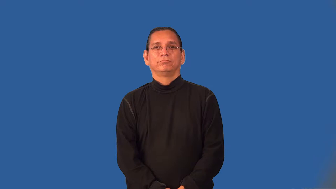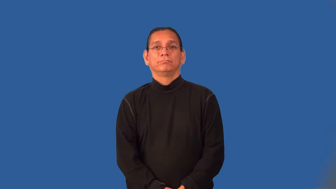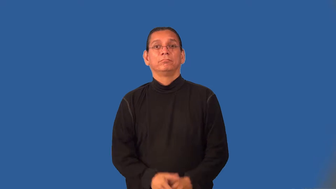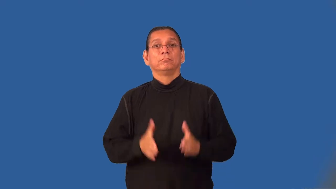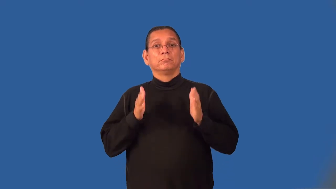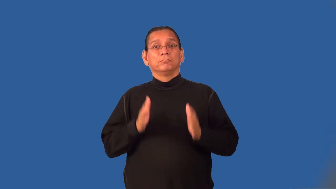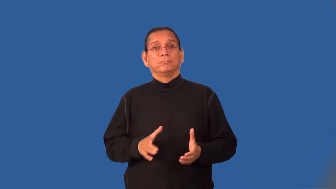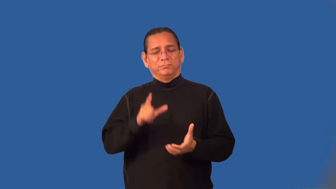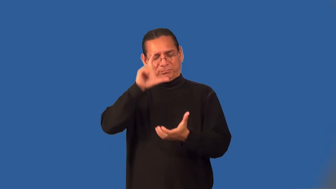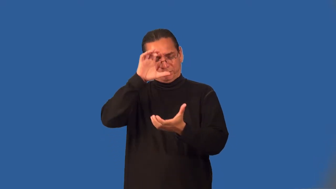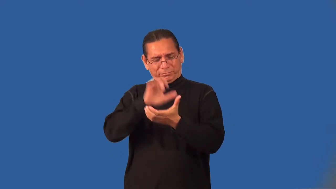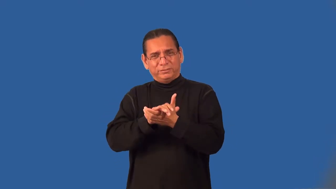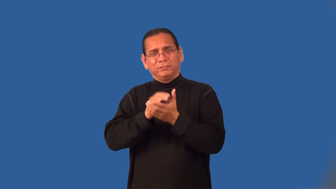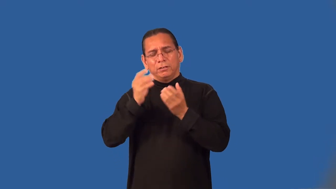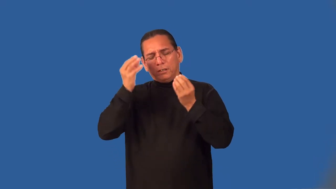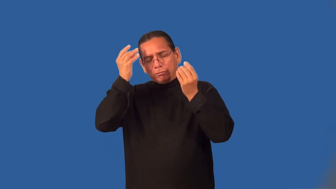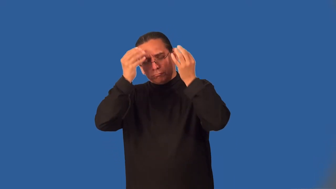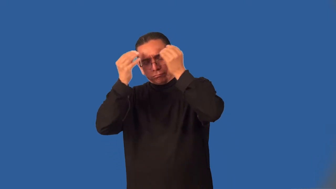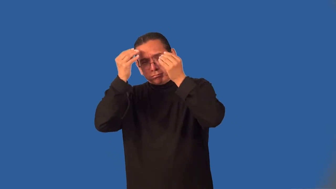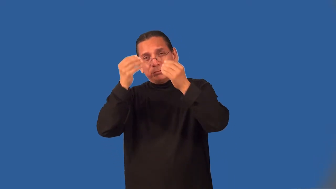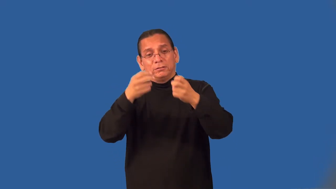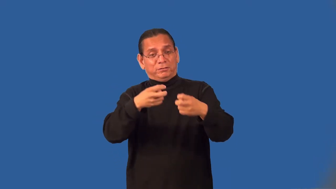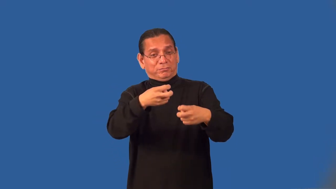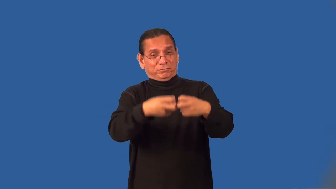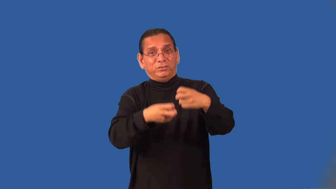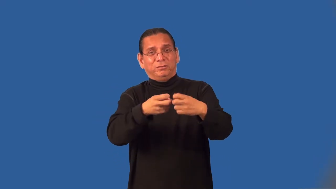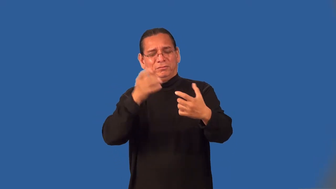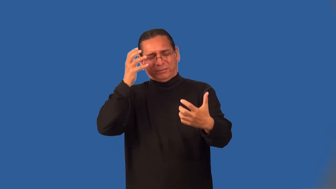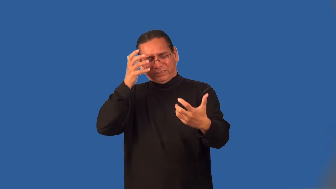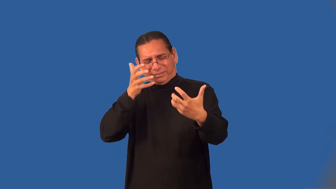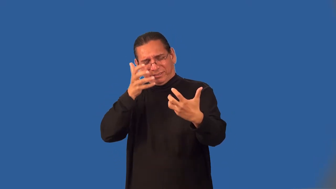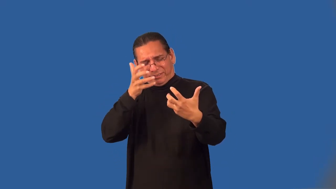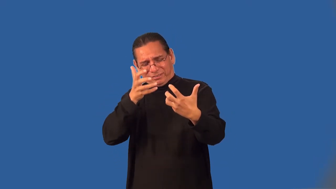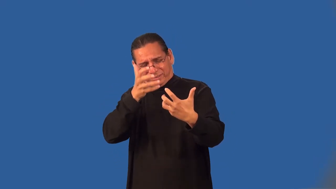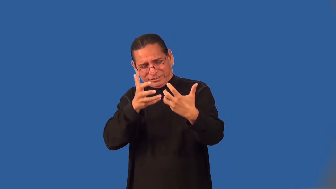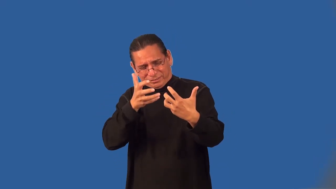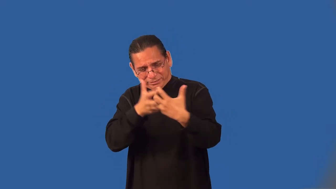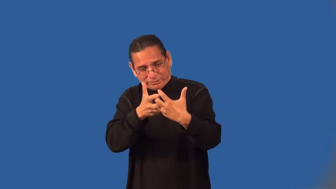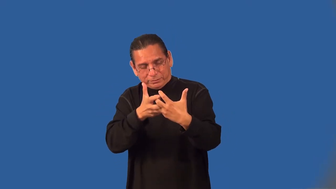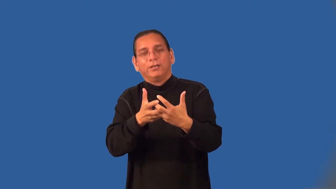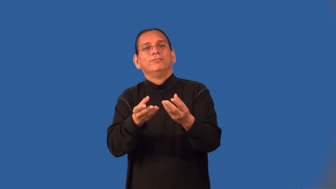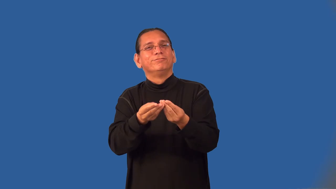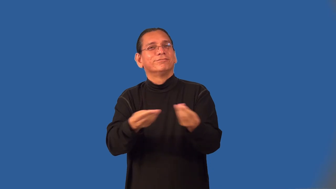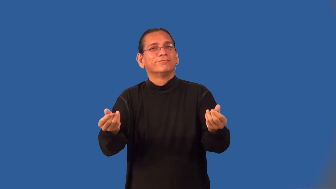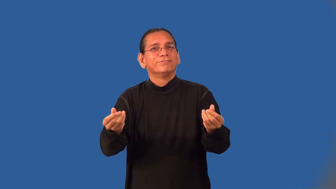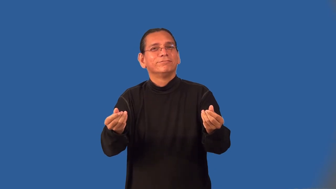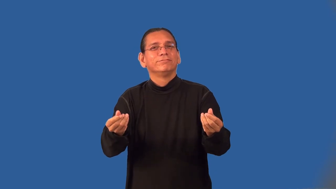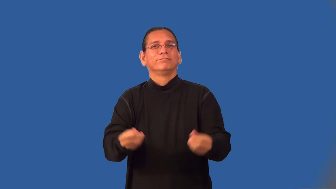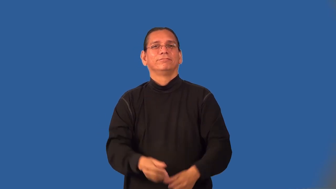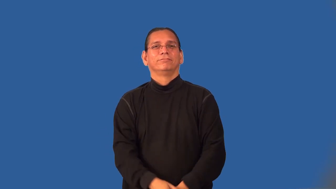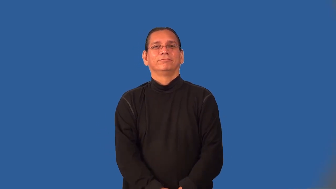instrumentalist-philosophy